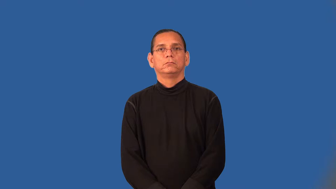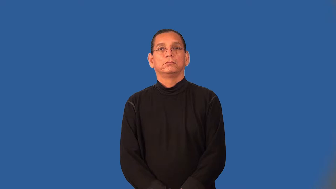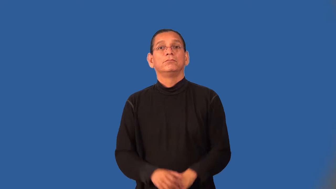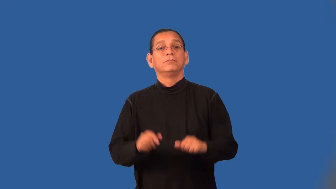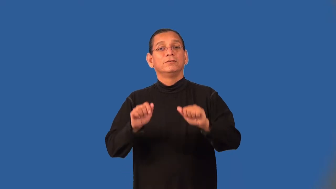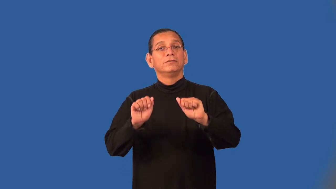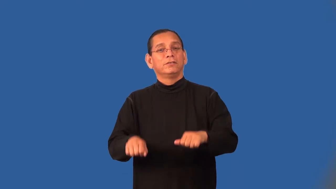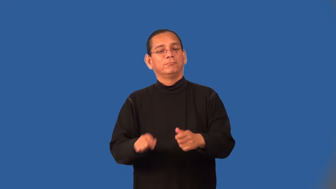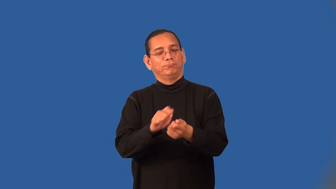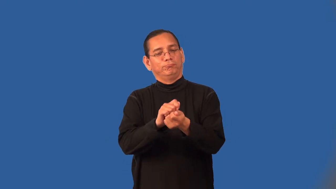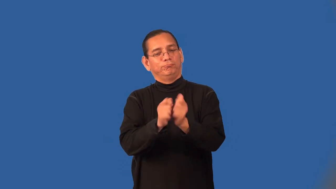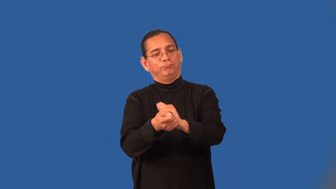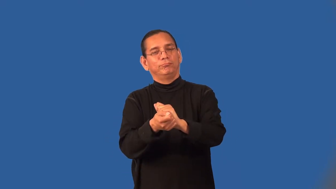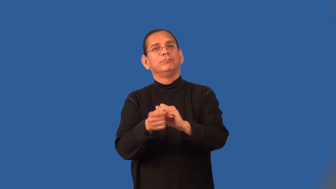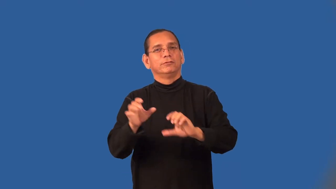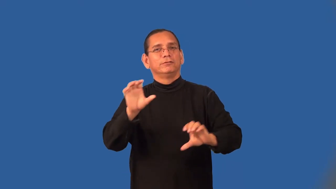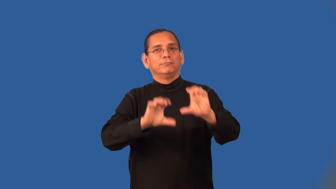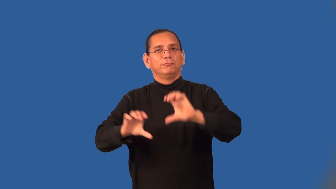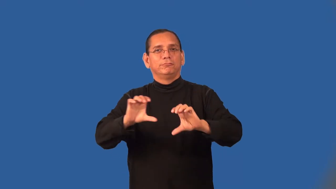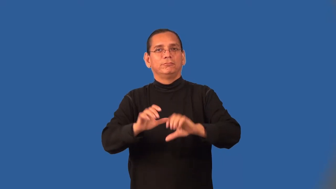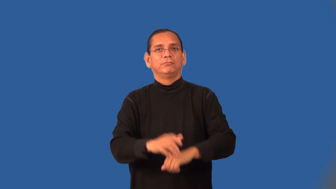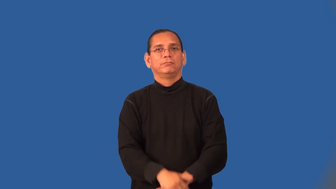transformable